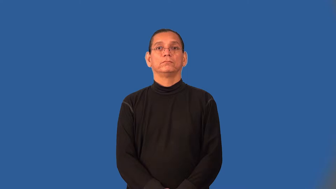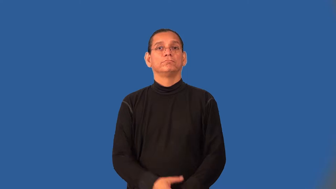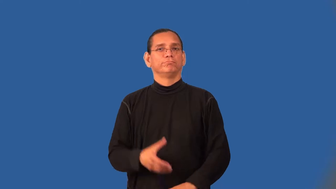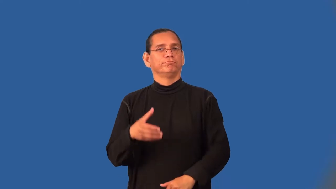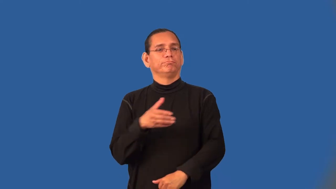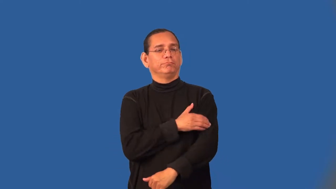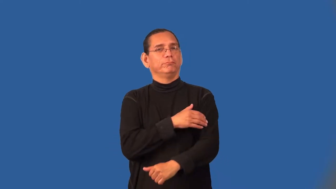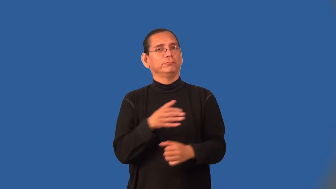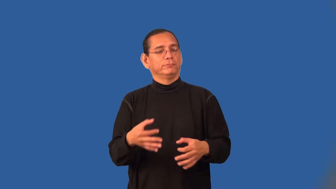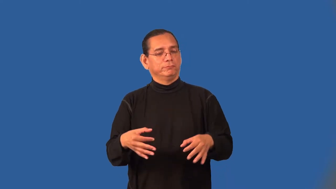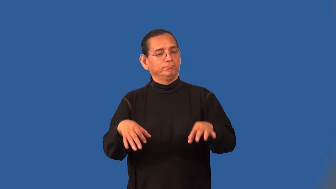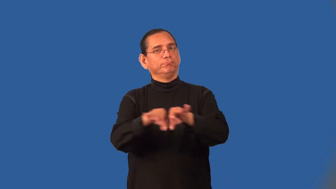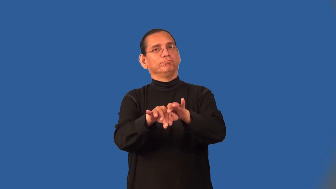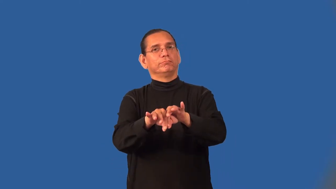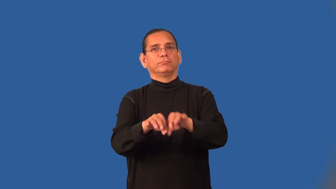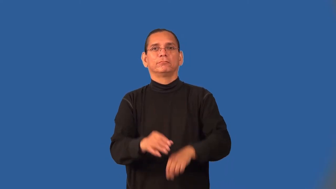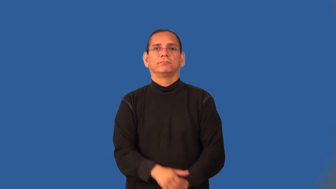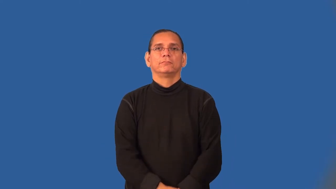telling